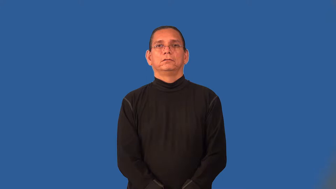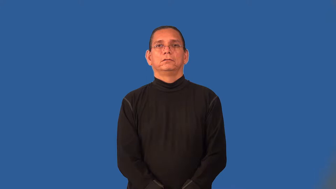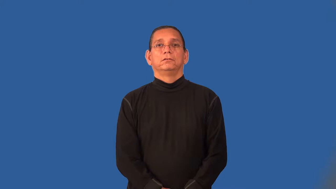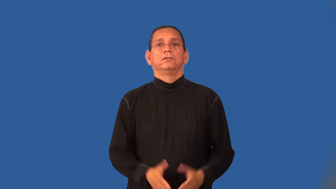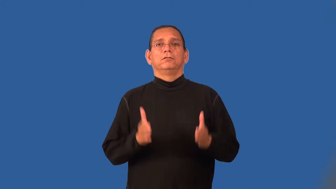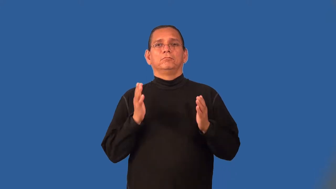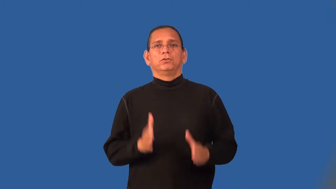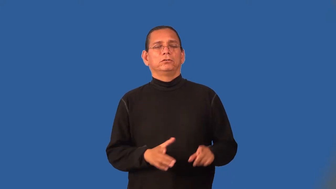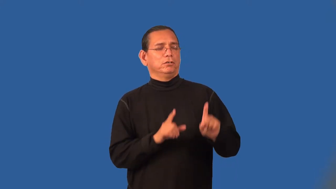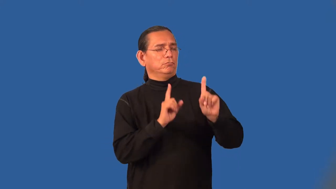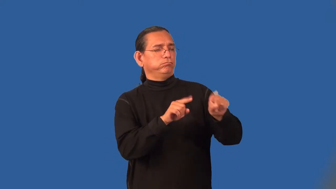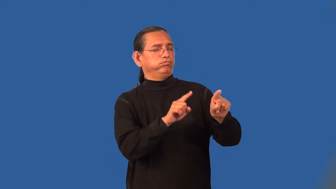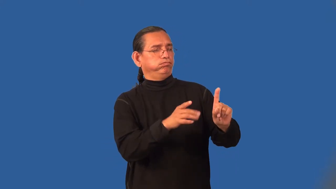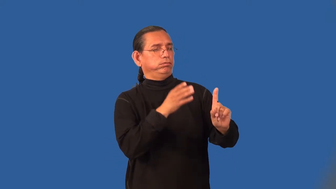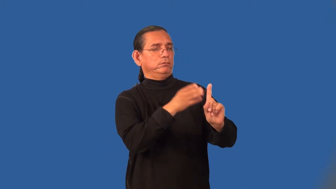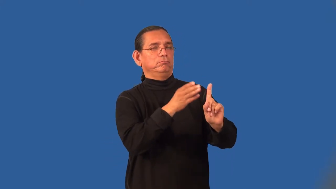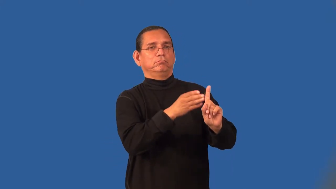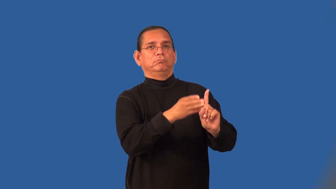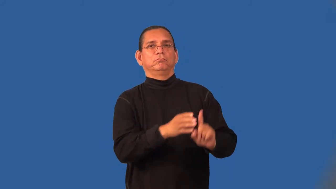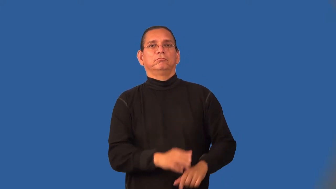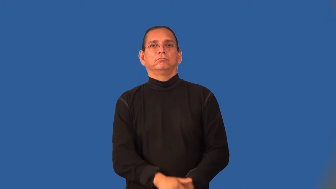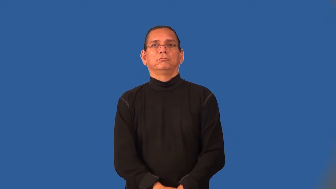patronizer